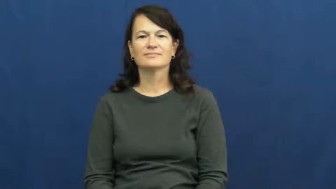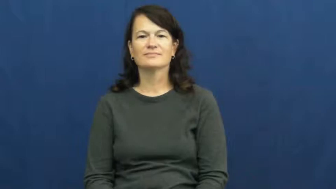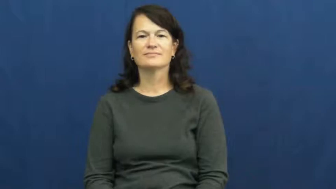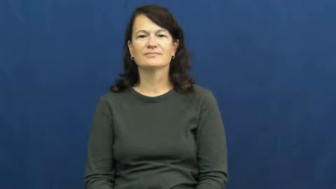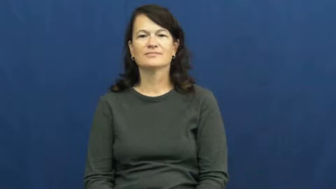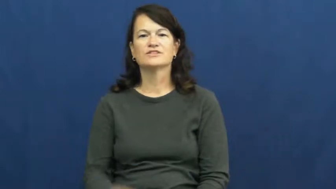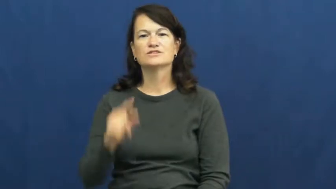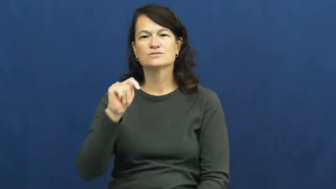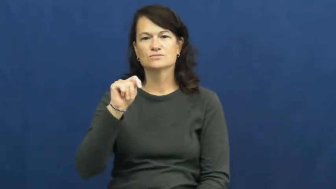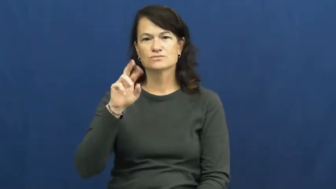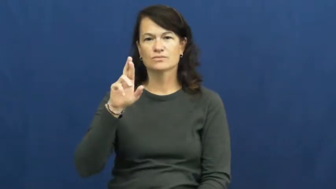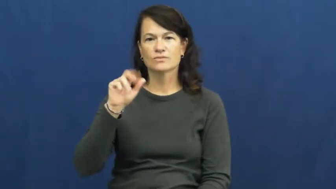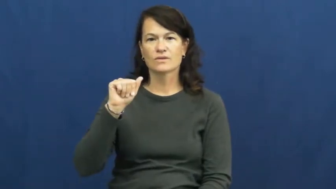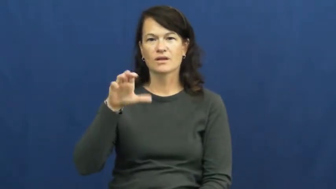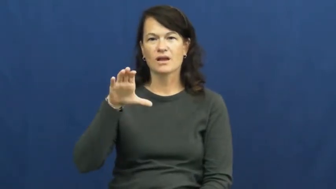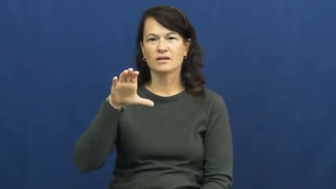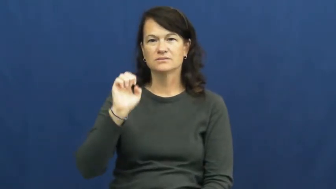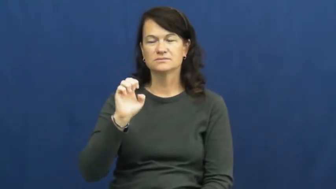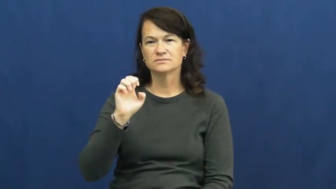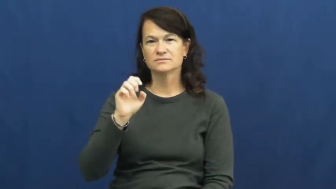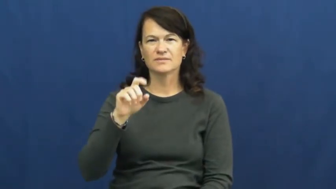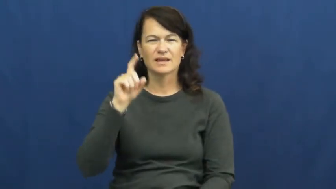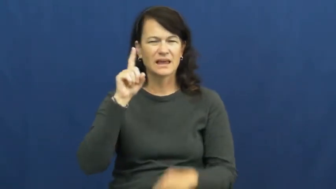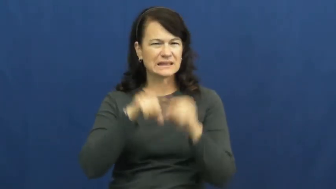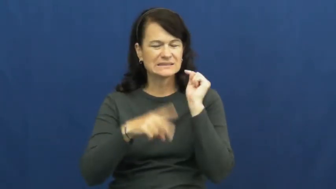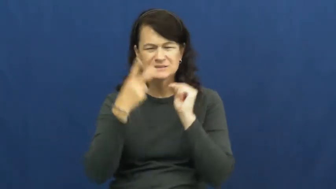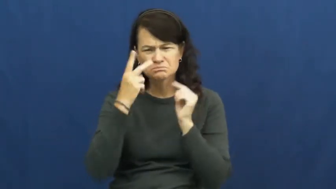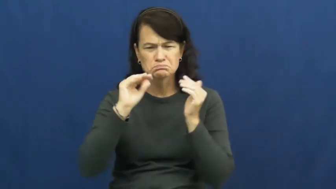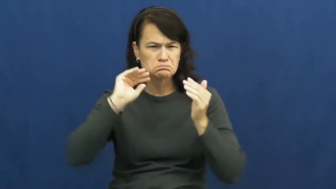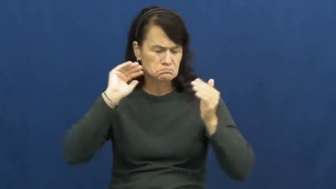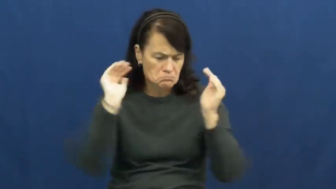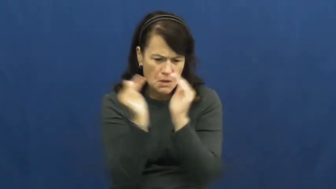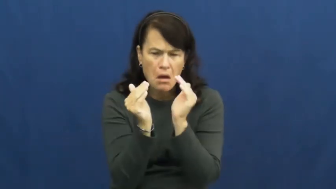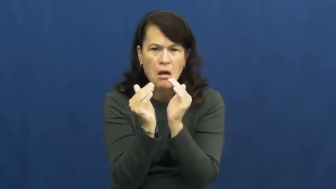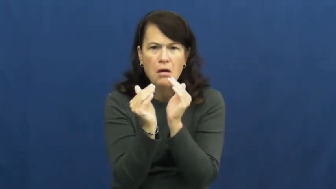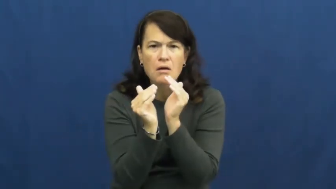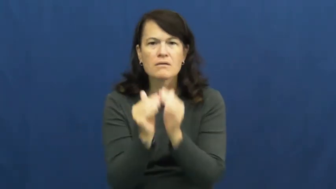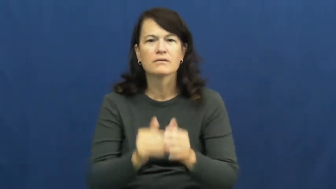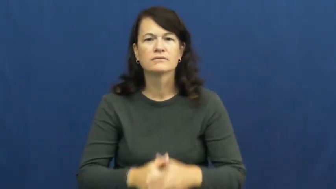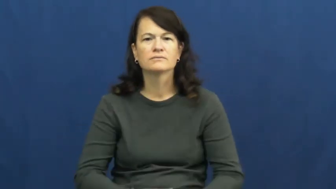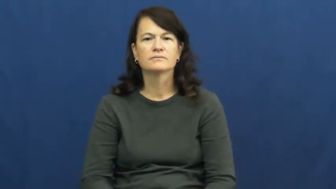trace-amount